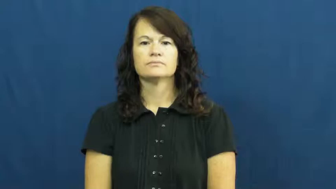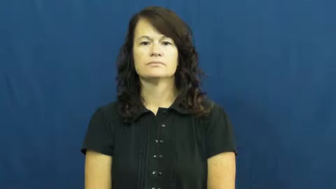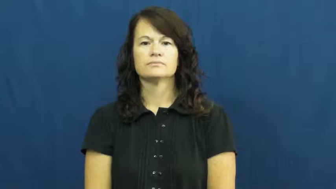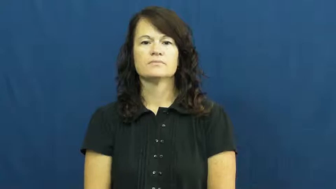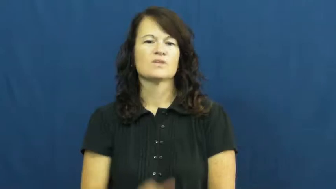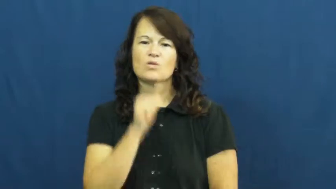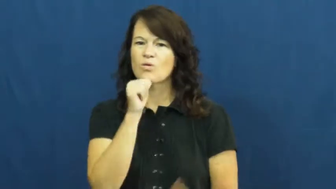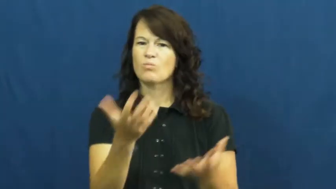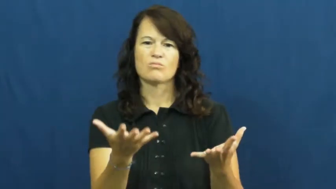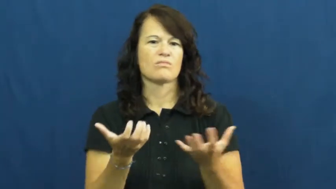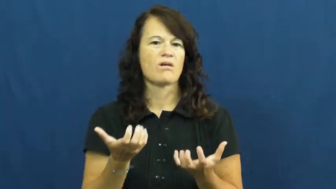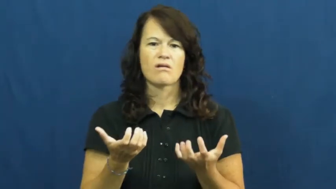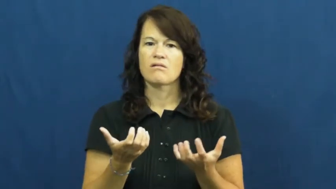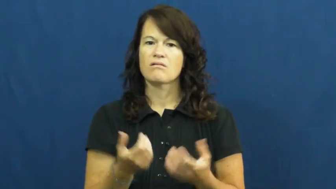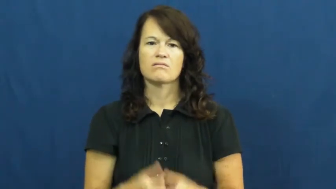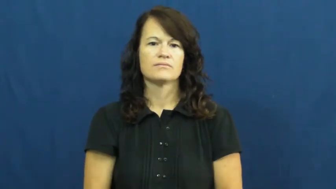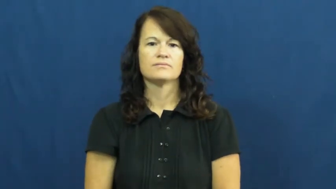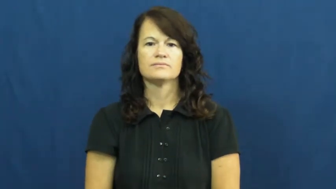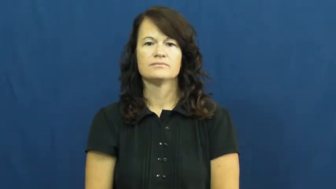unwanted,unsought,untempting